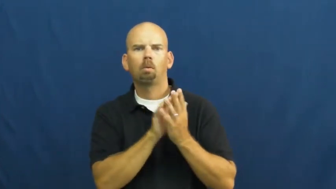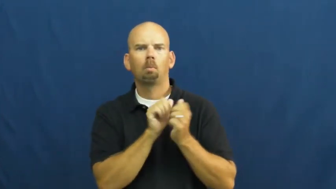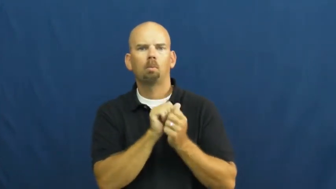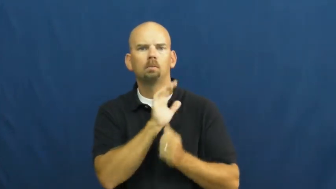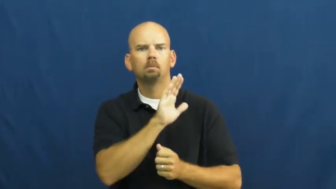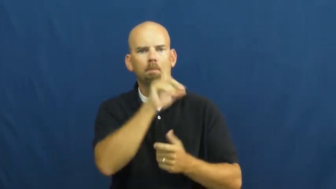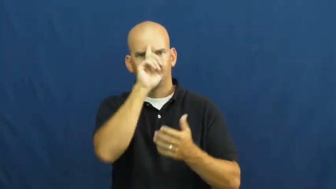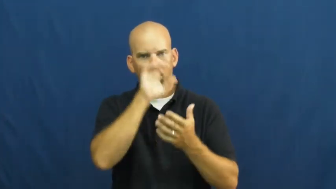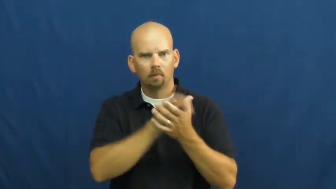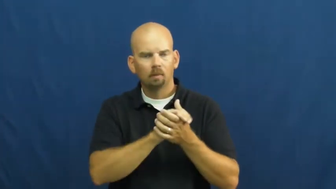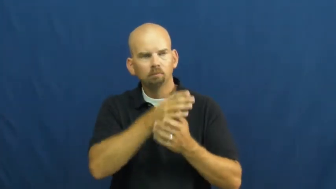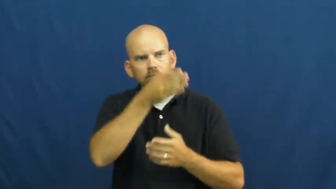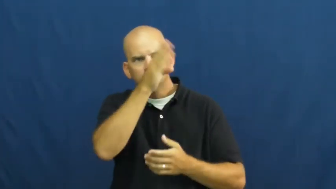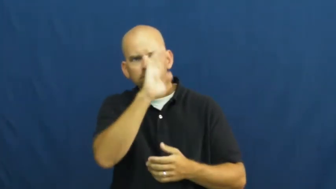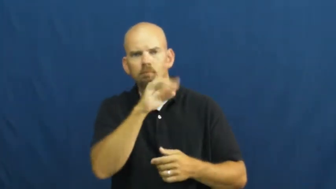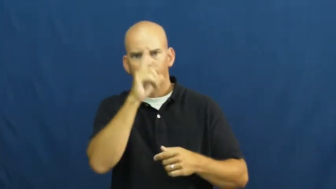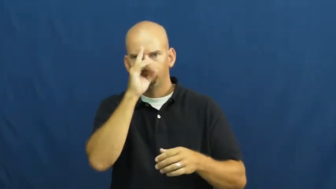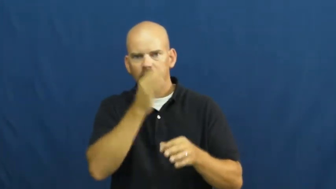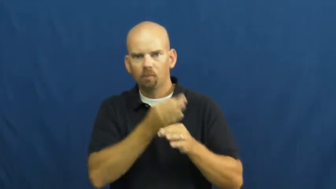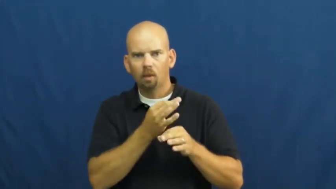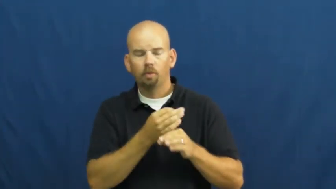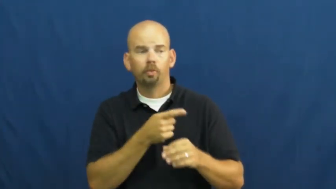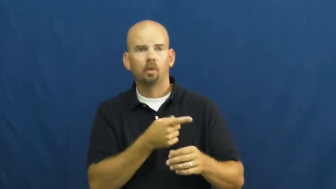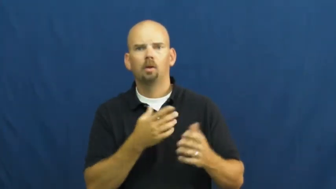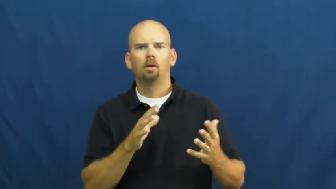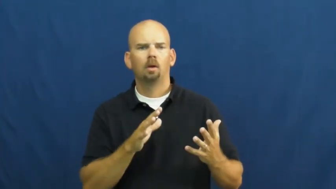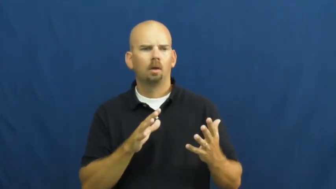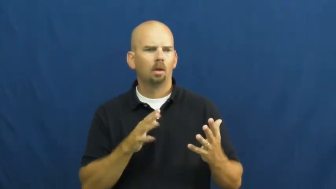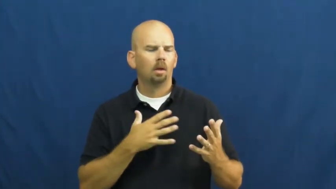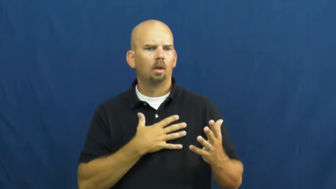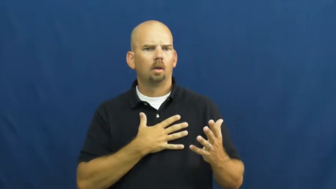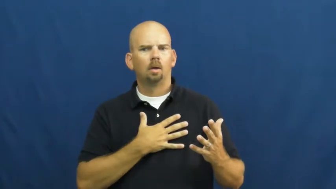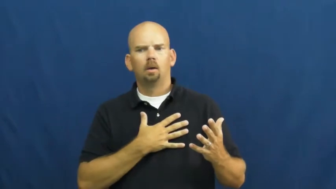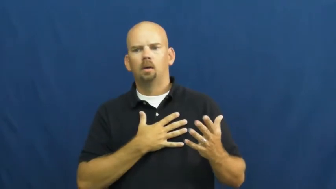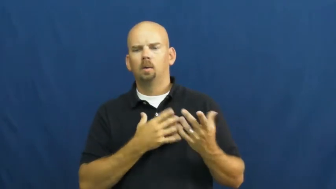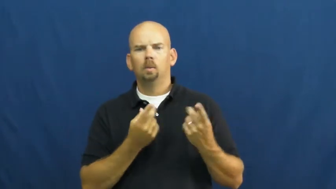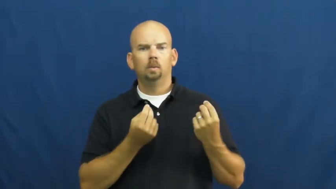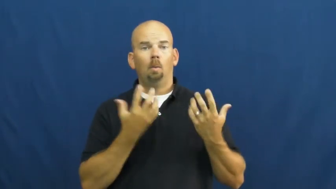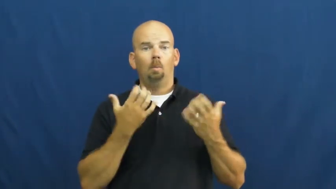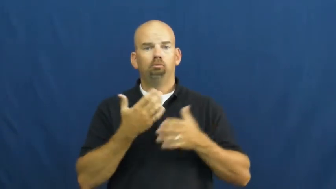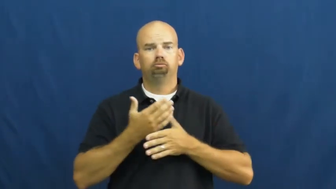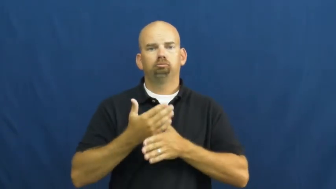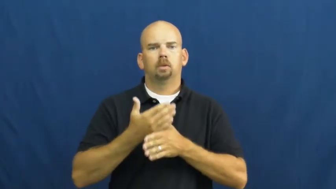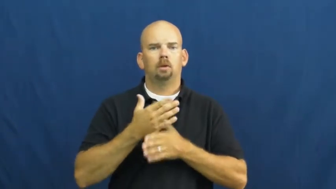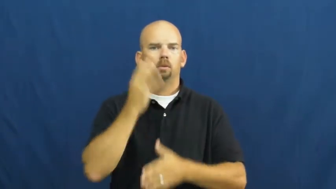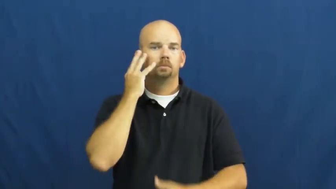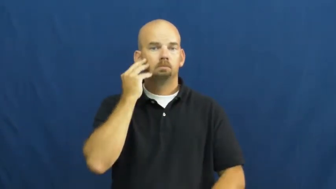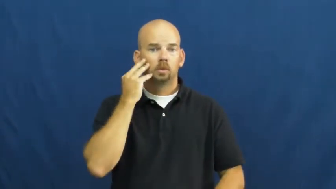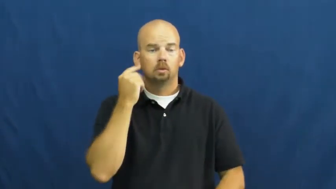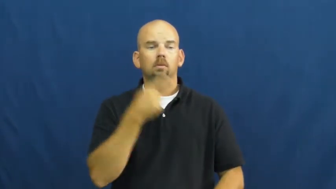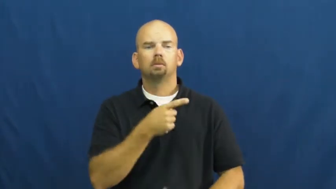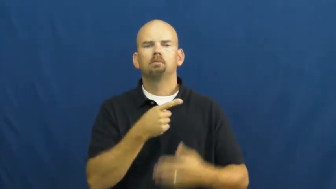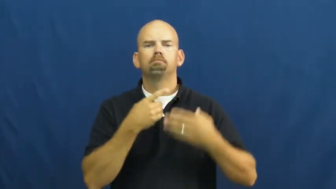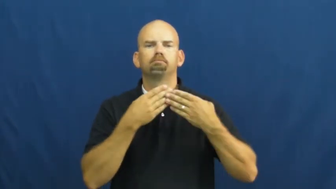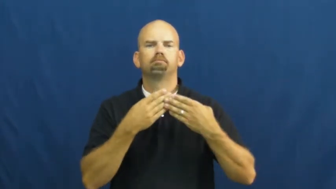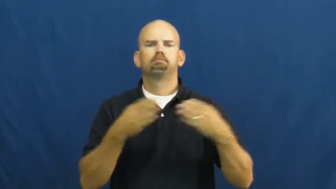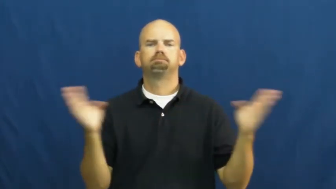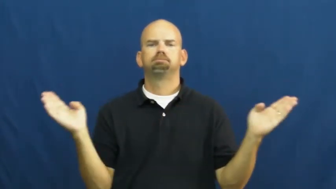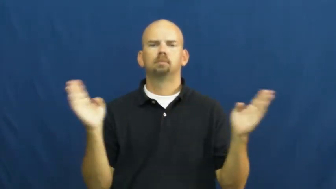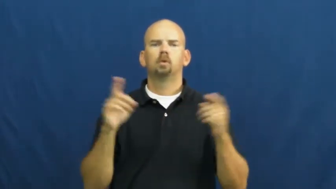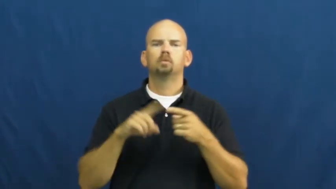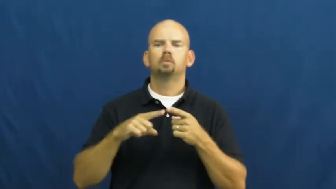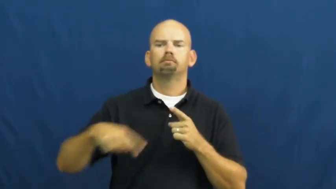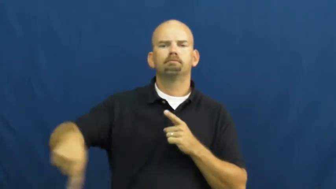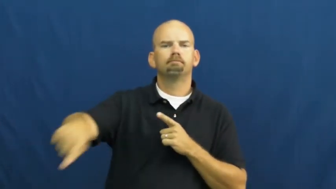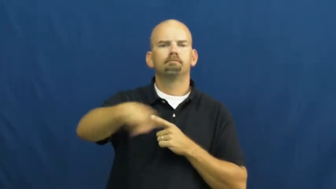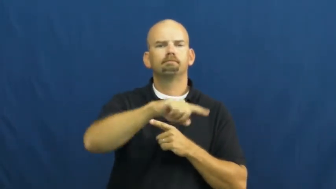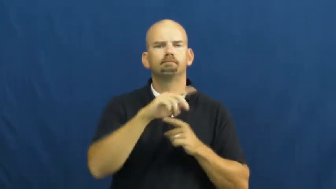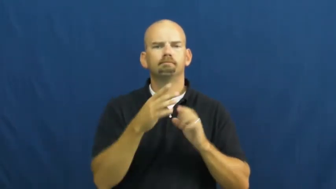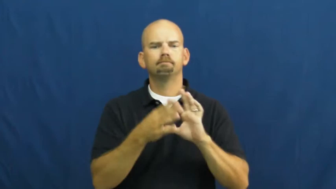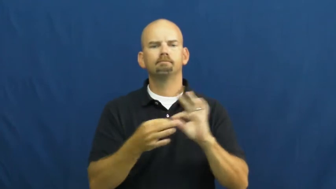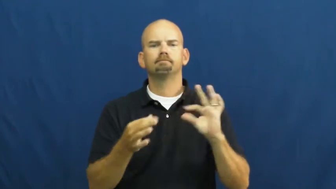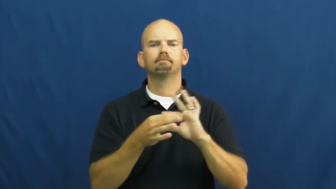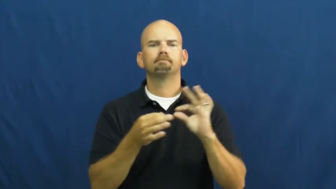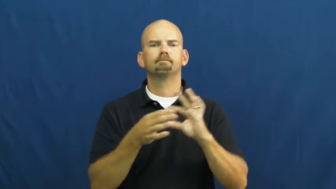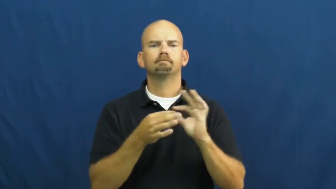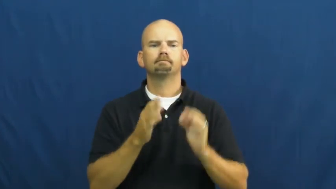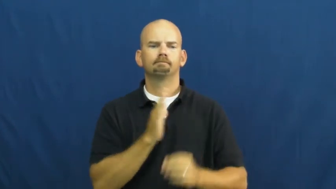testimony-faith